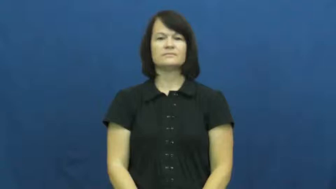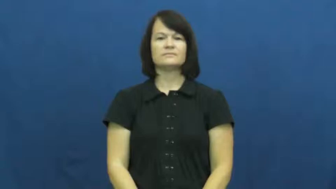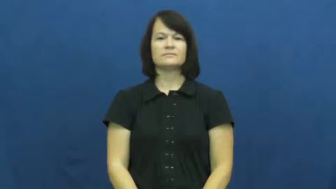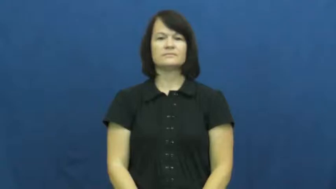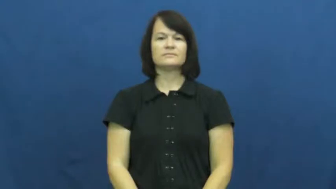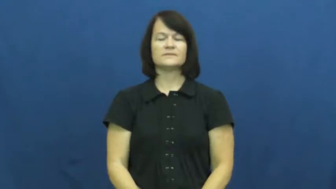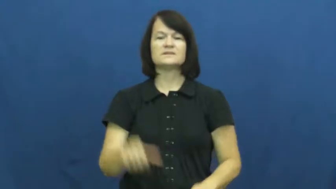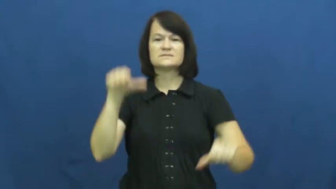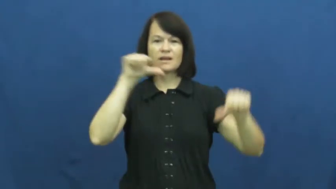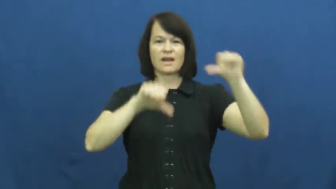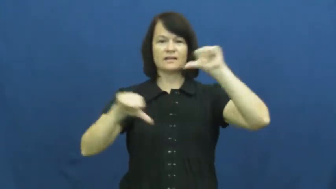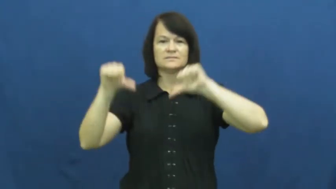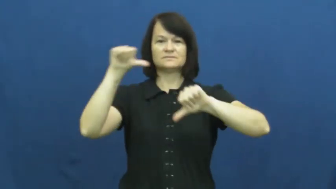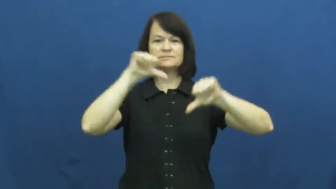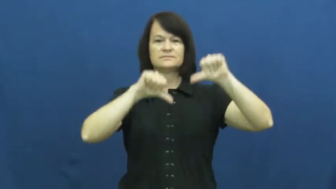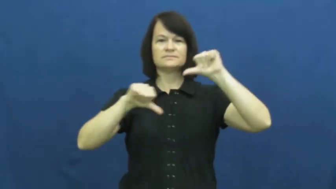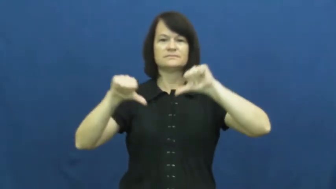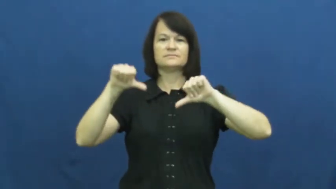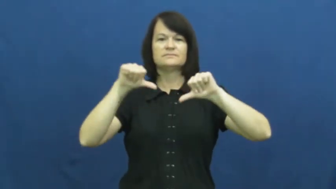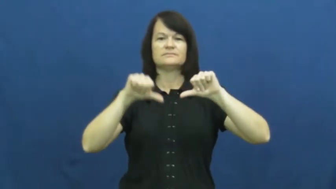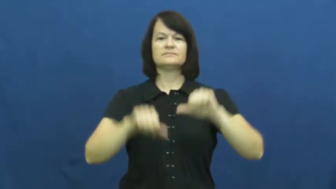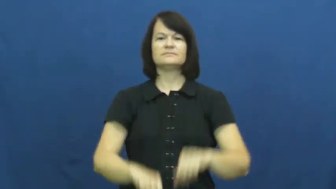science